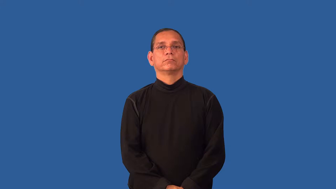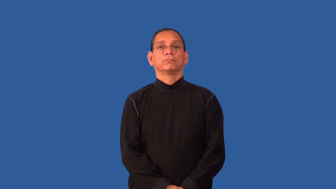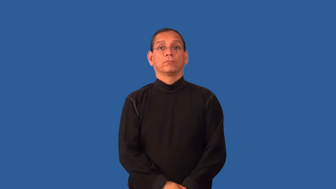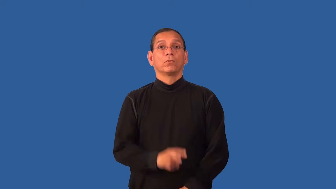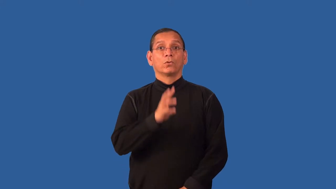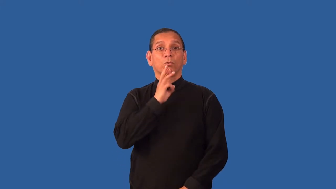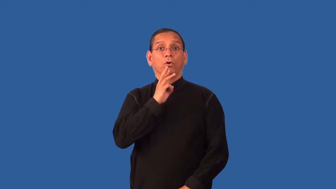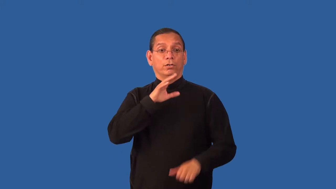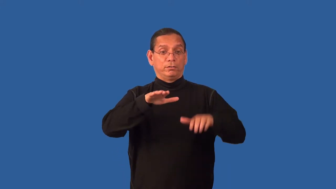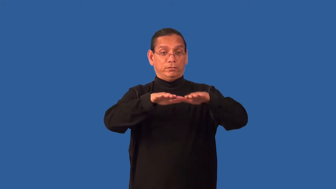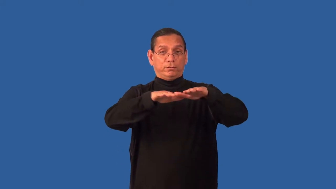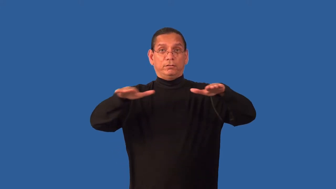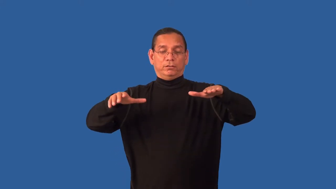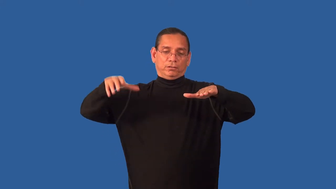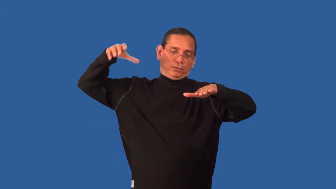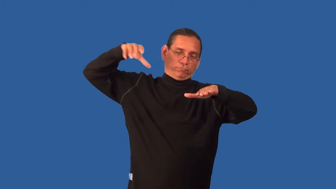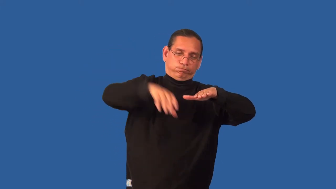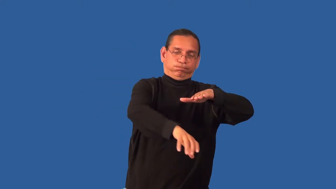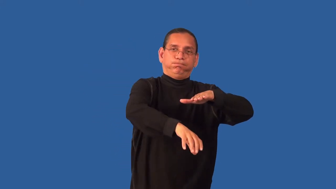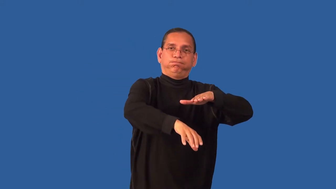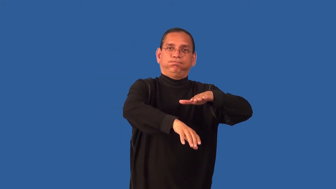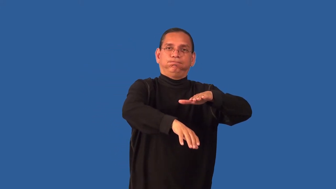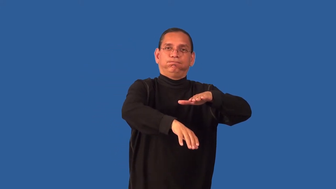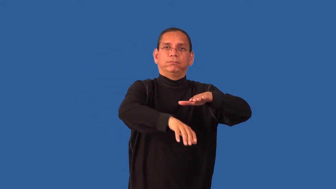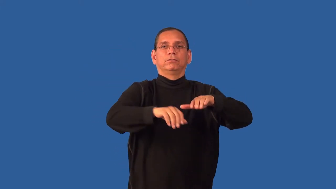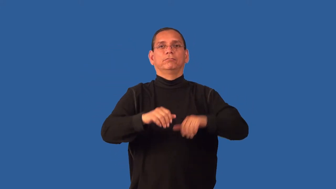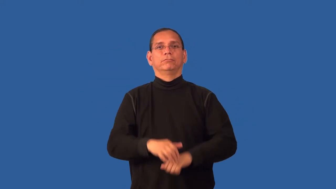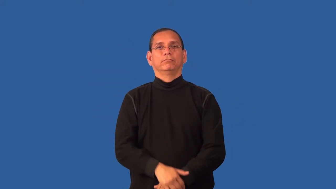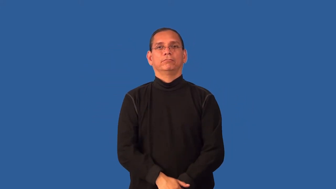dunk,duck-push under water